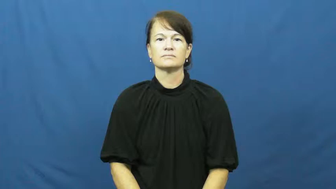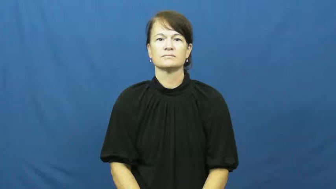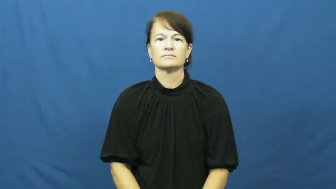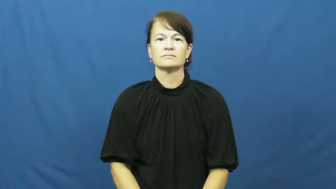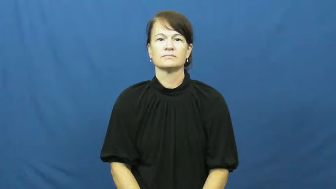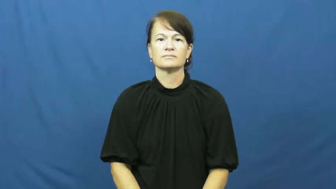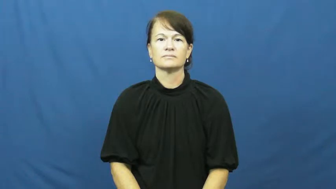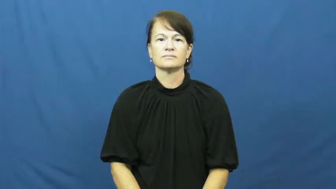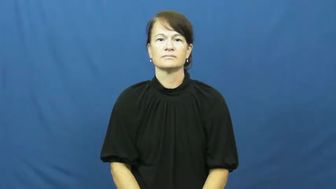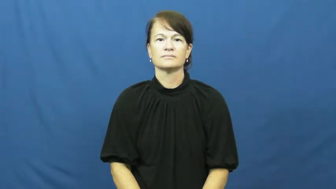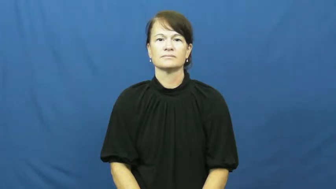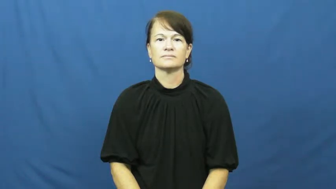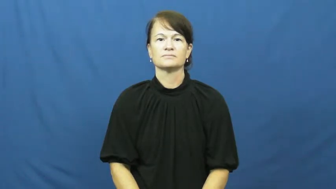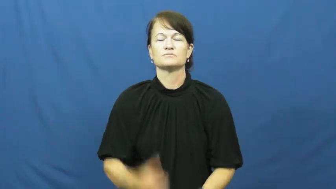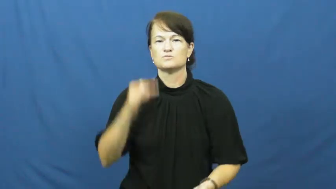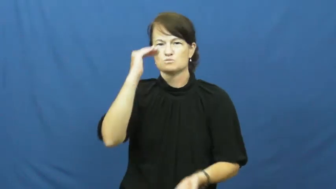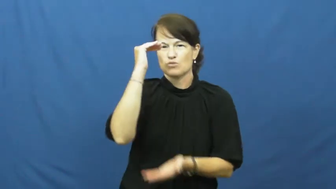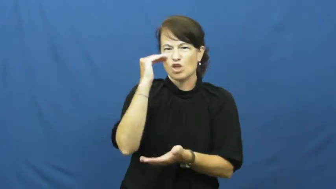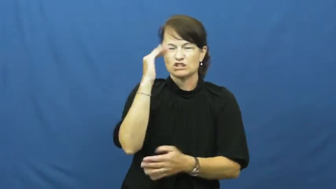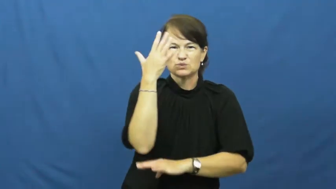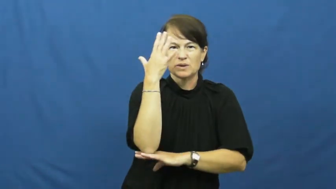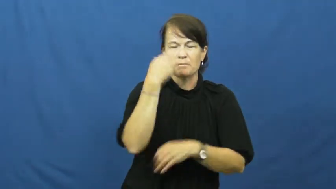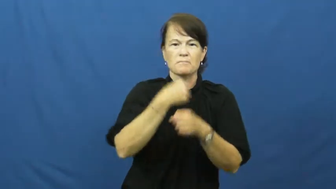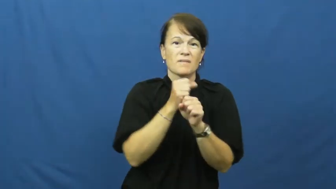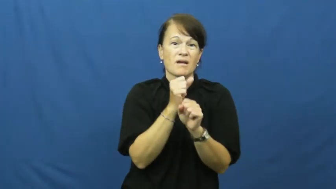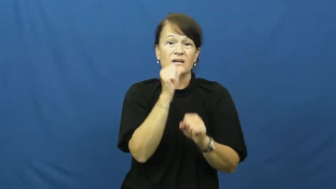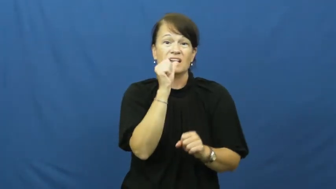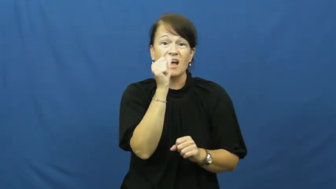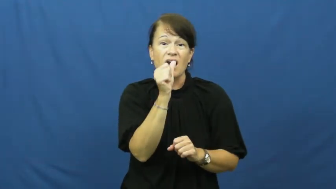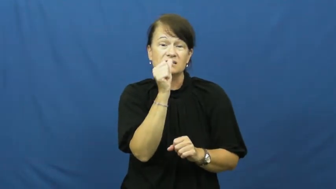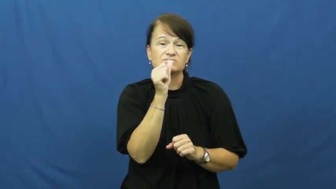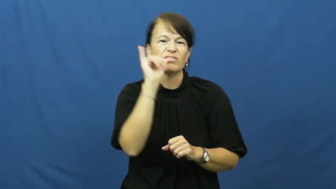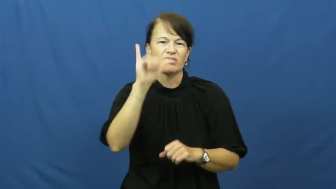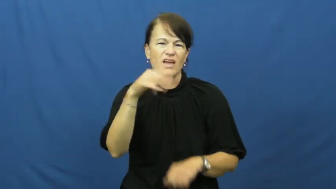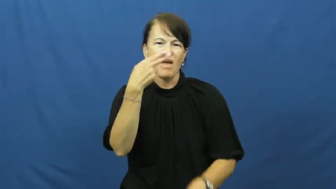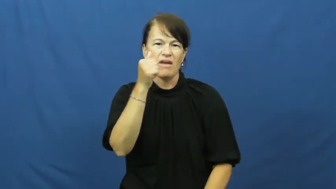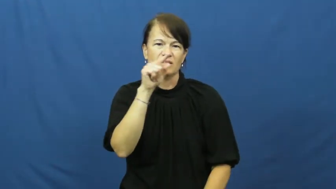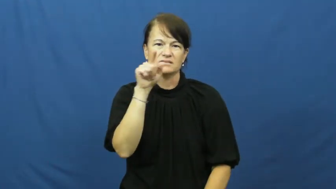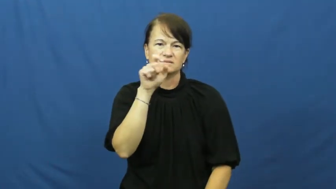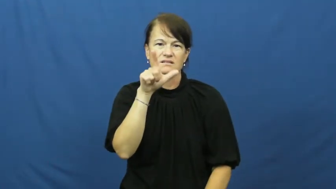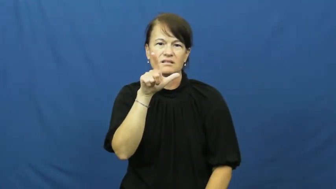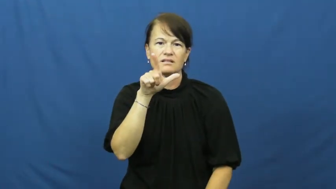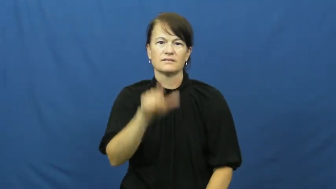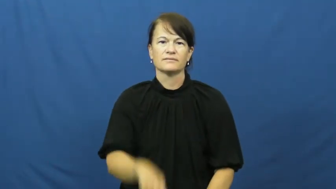hazel-nut